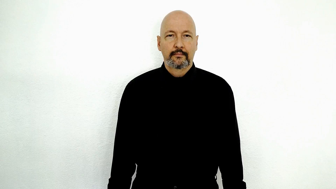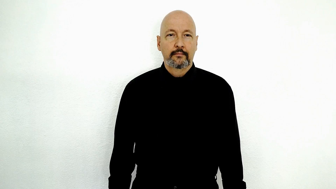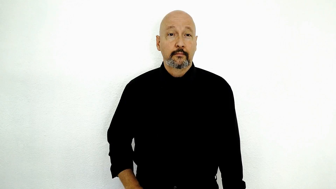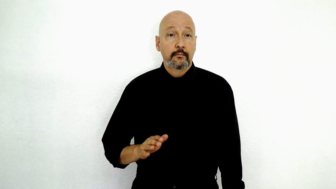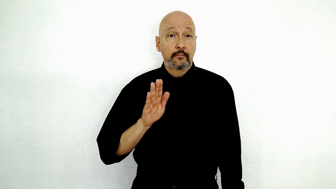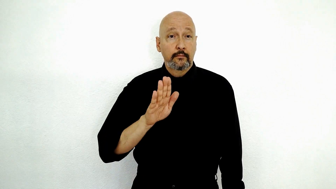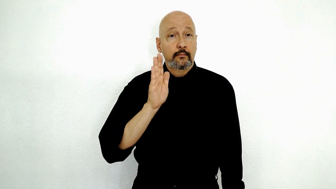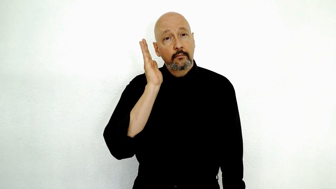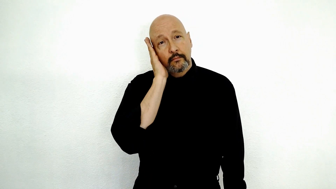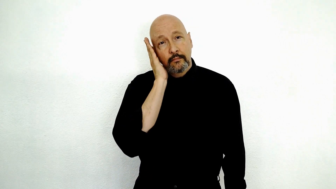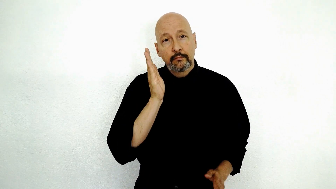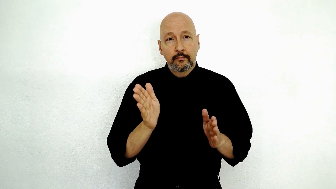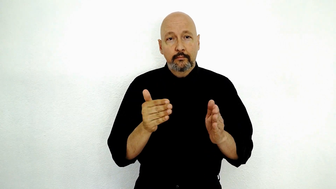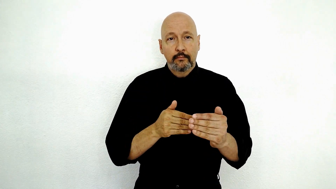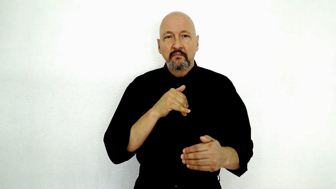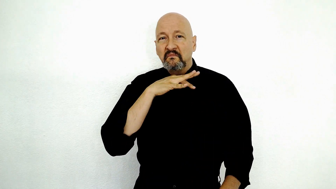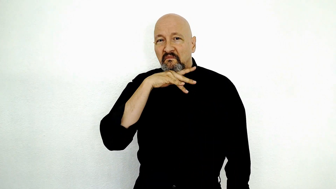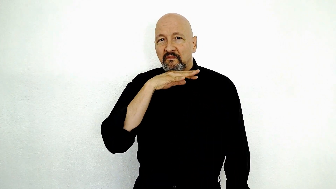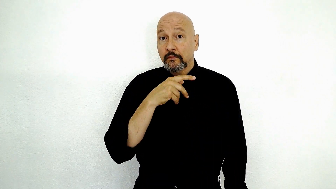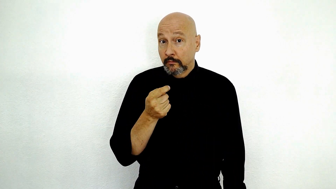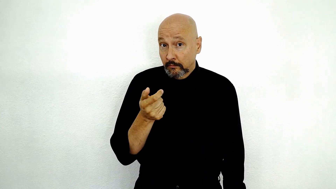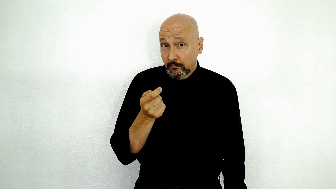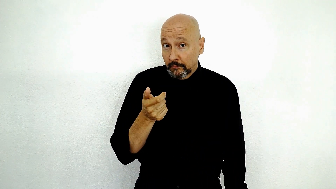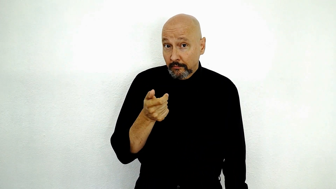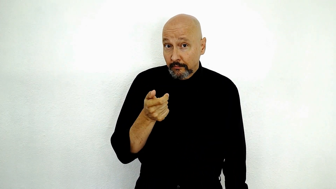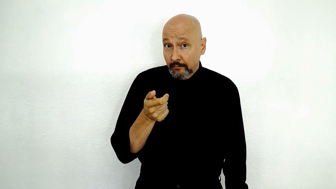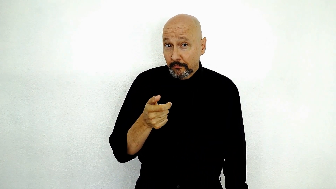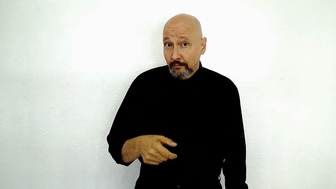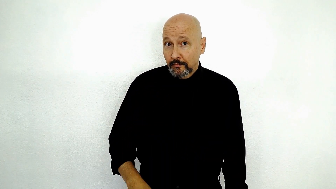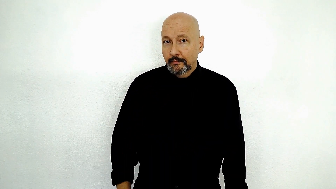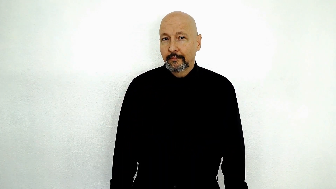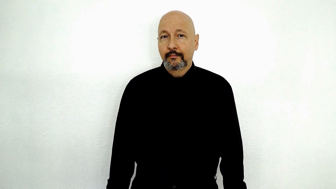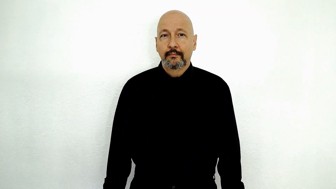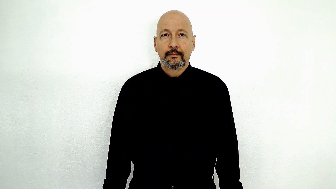YOUR BEDROOM DIRTY LITTLE-BIT?